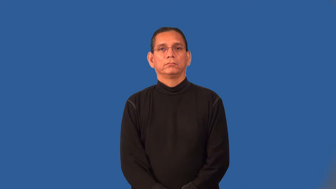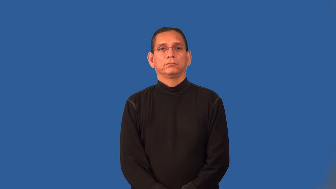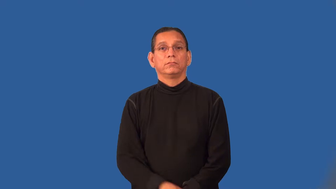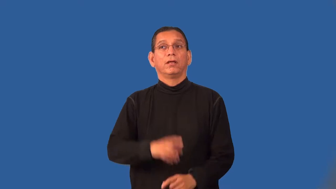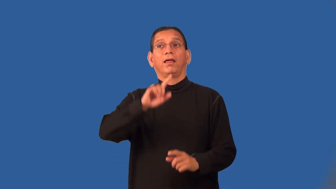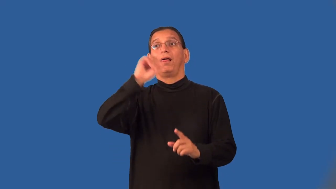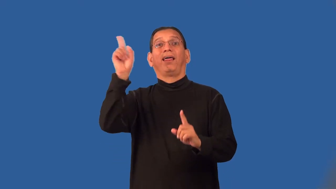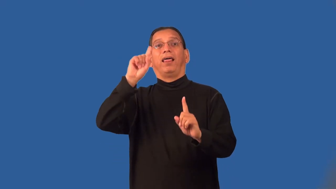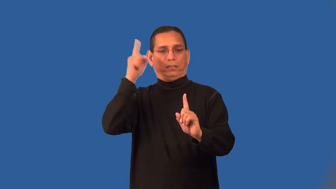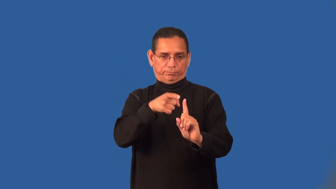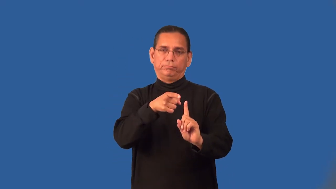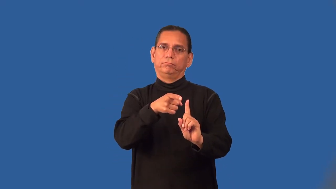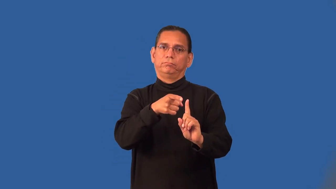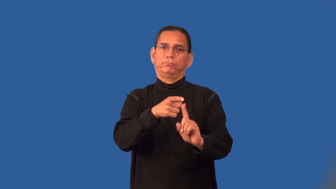pragmatic